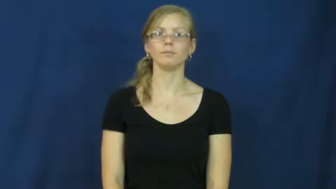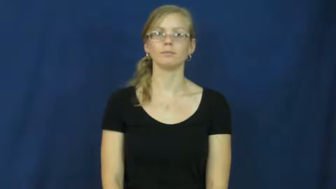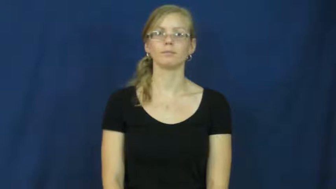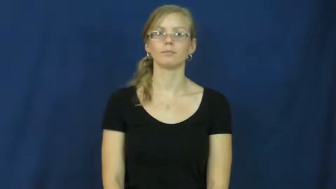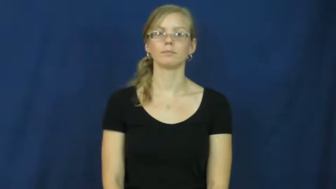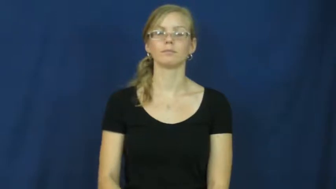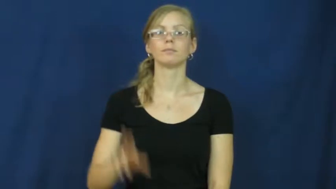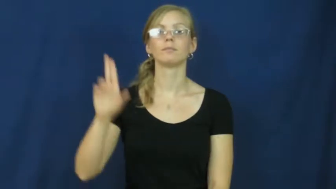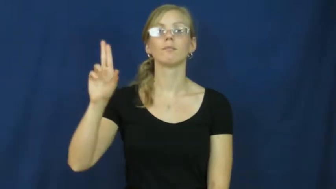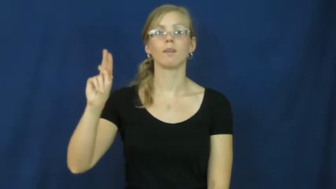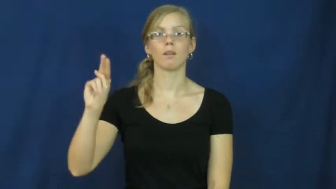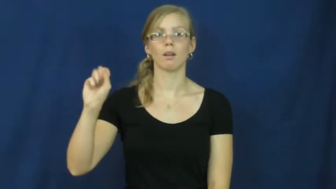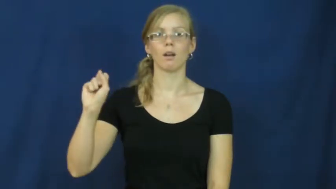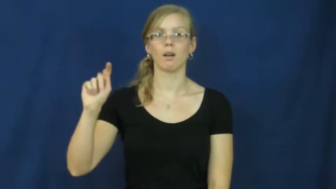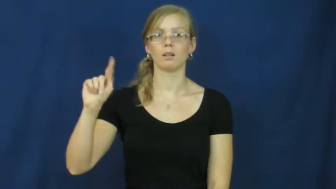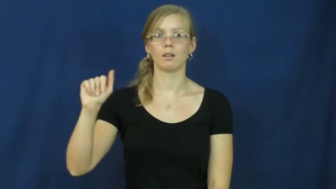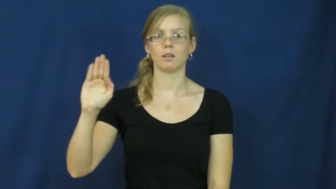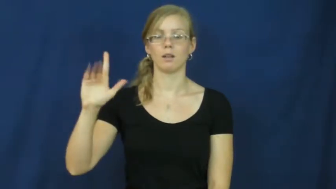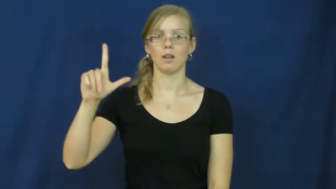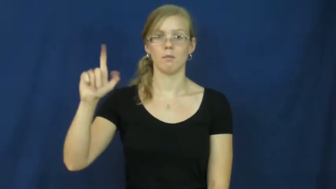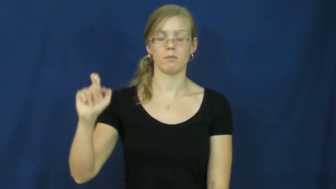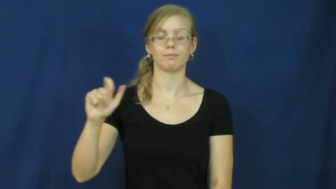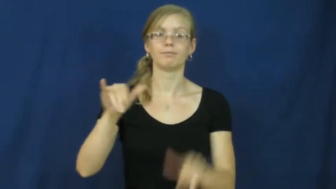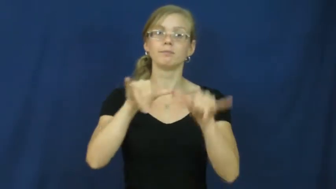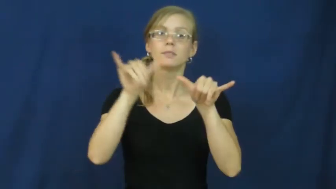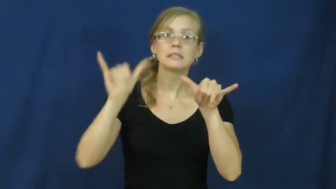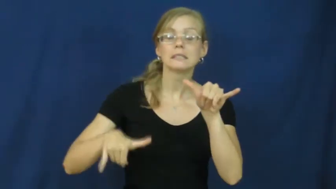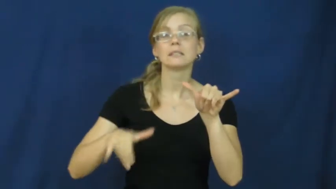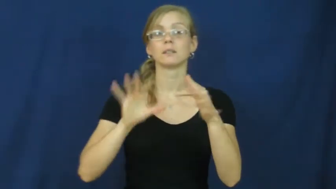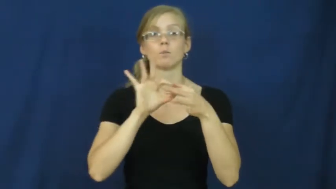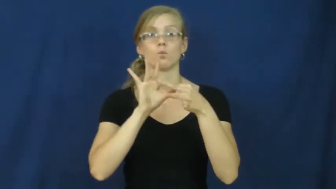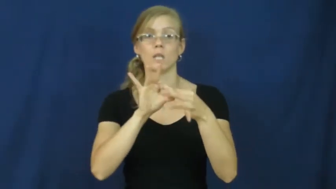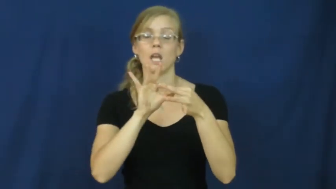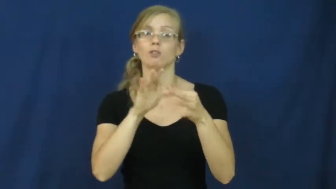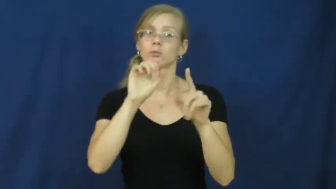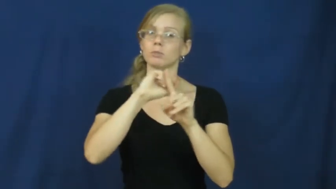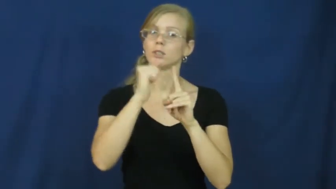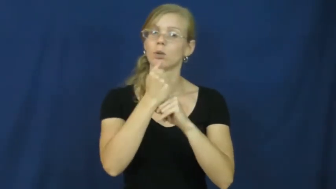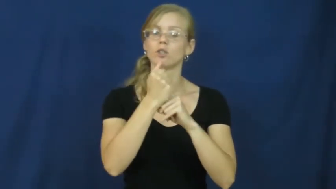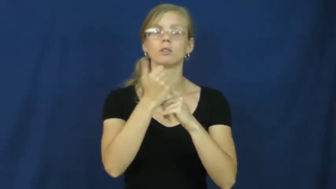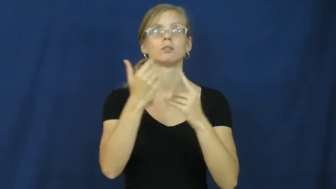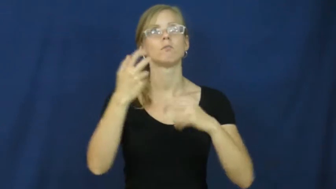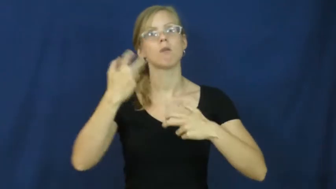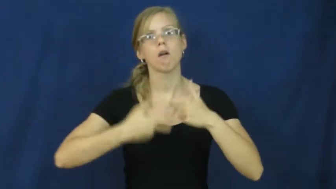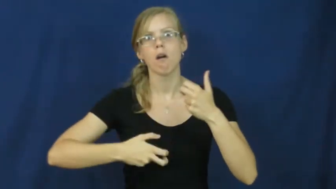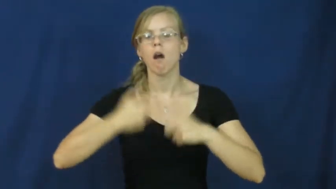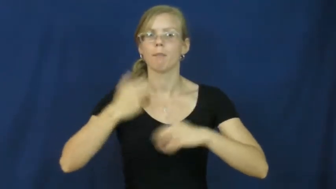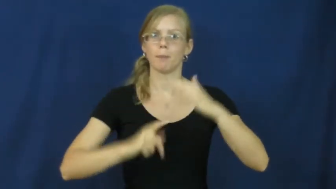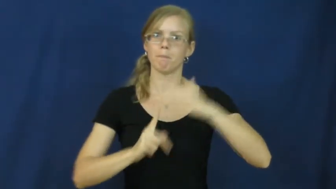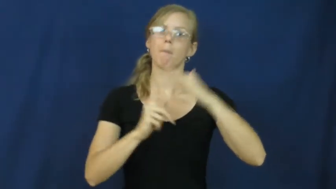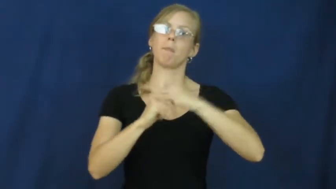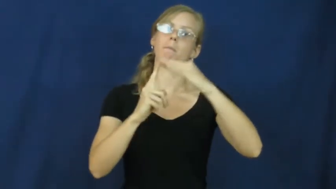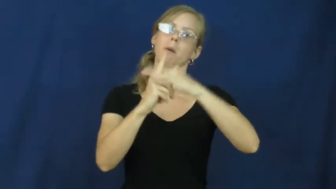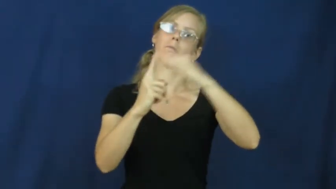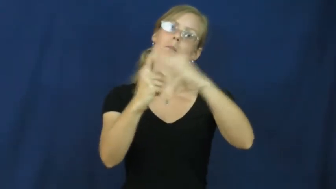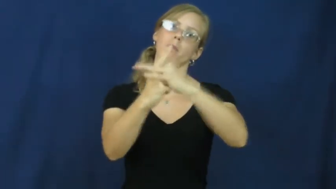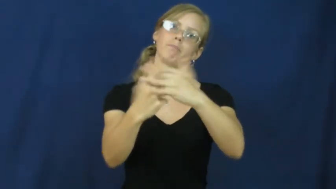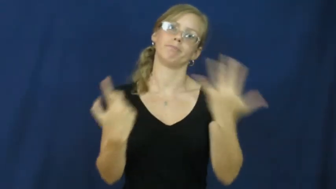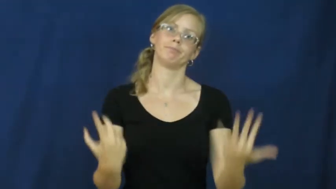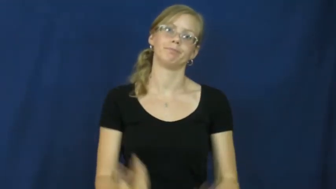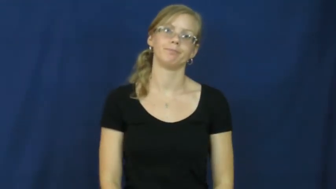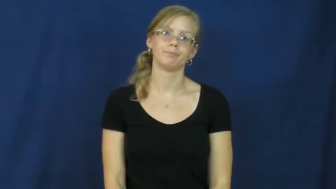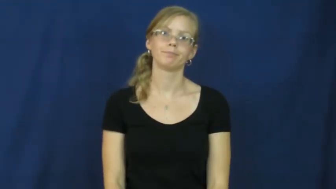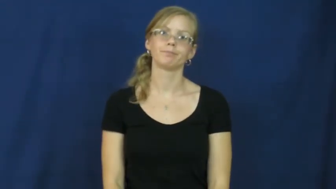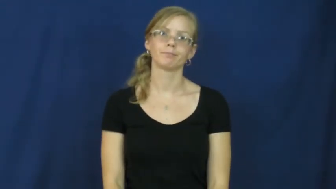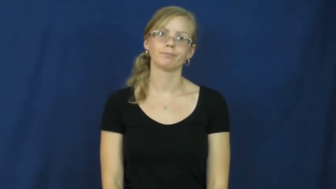unstable-relationship problem